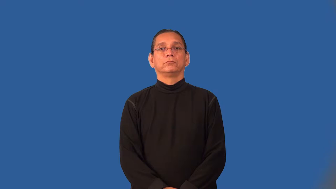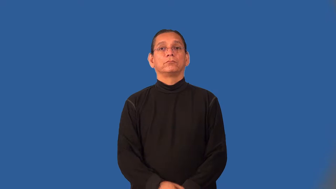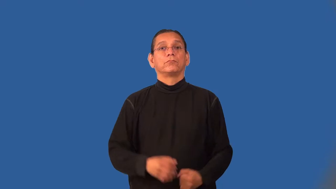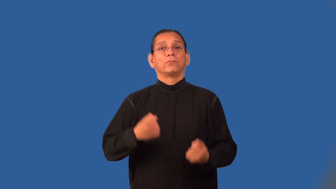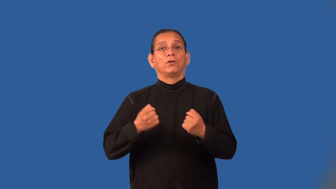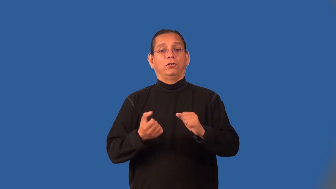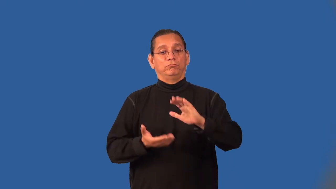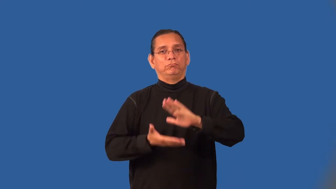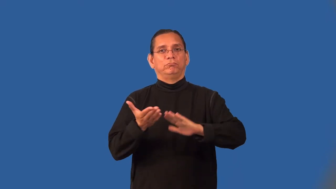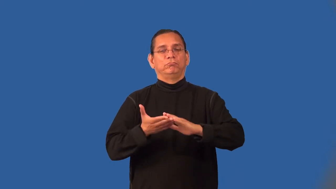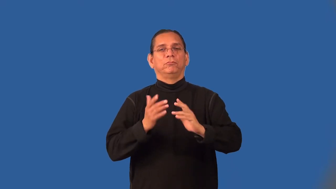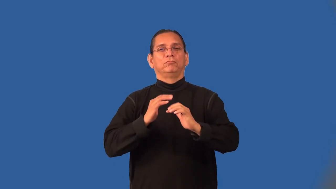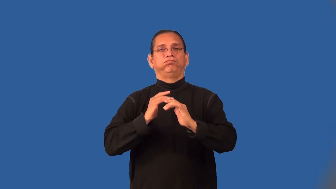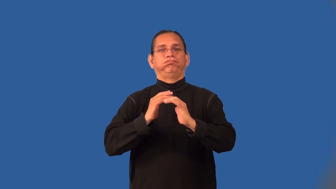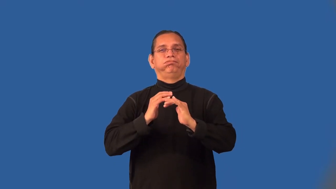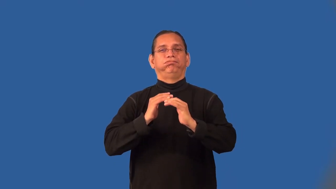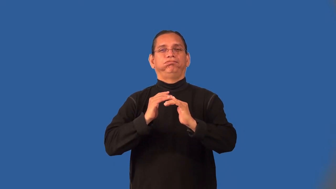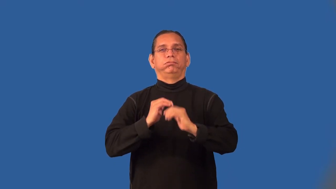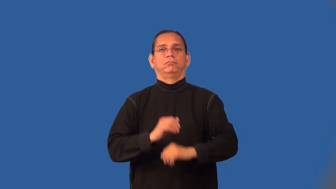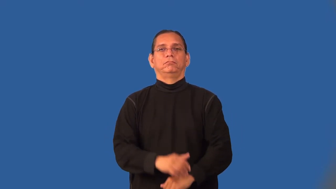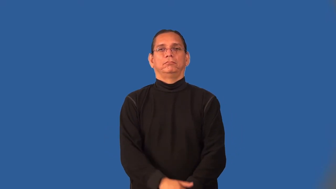on-car